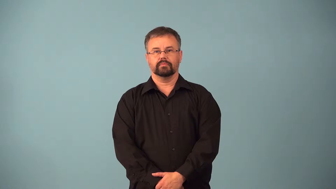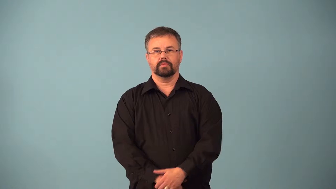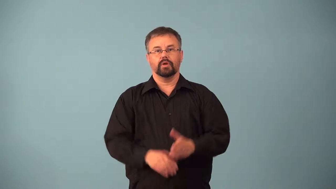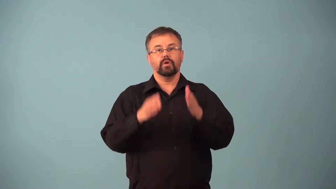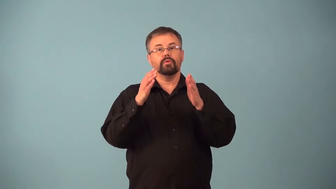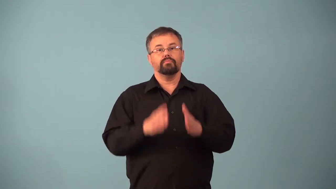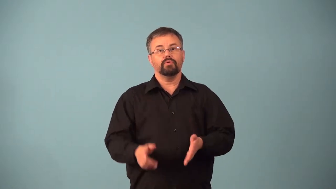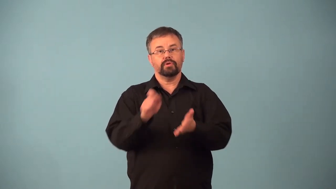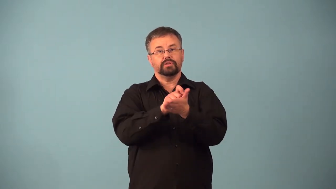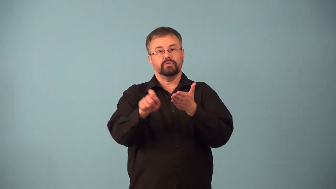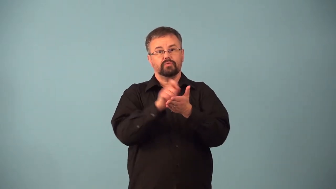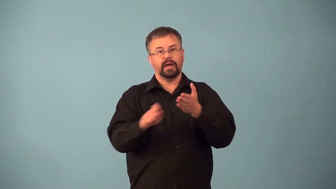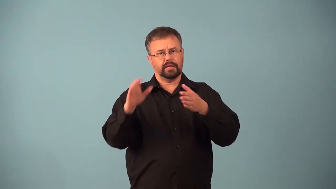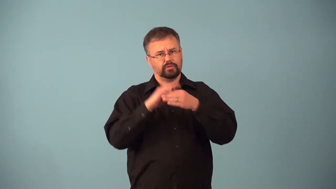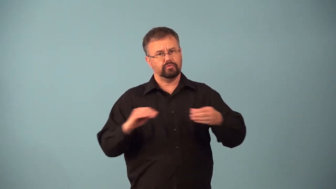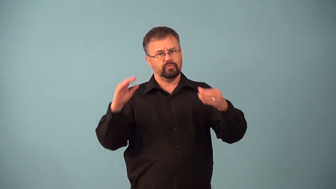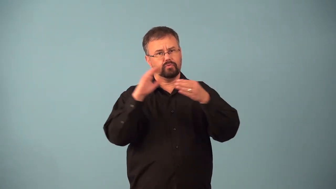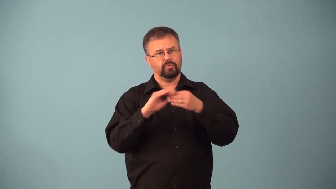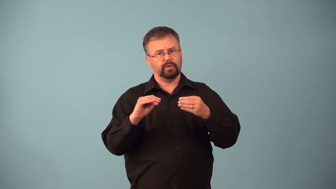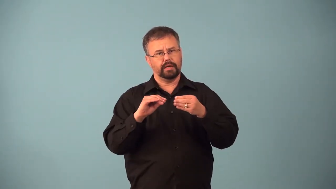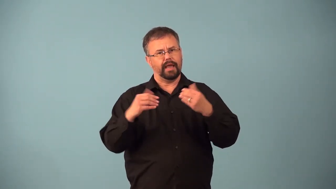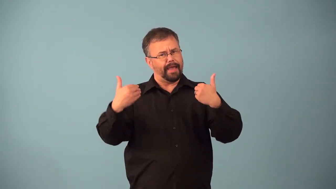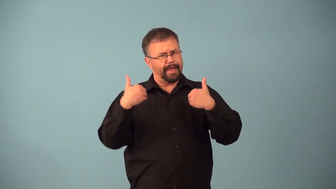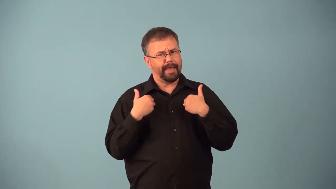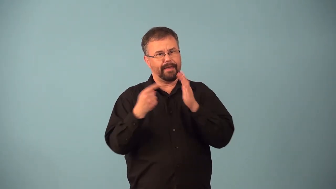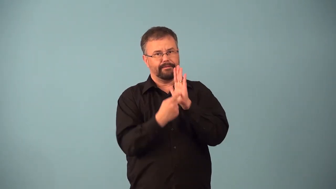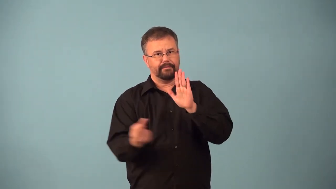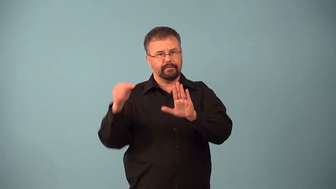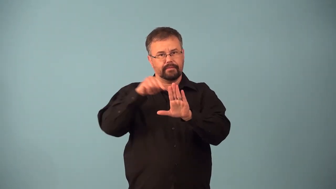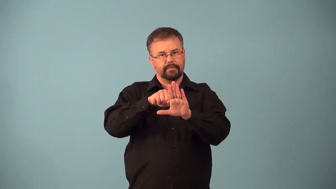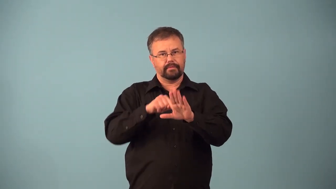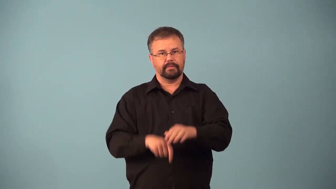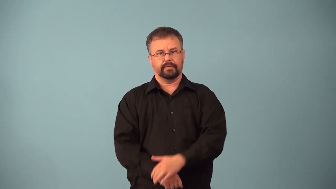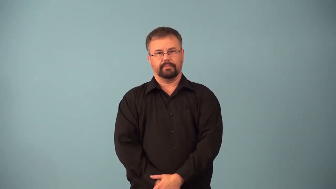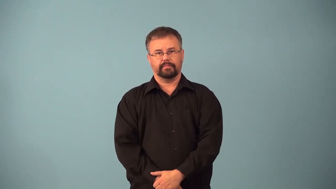allegorist